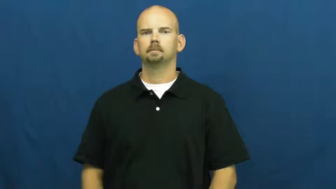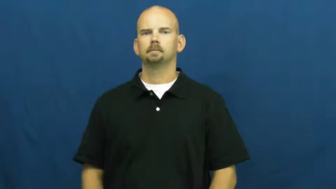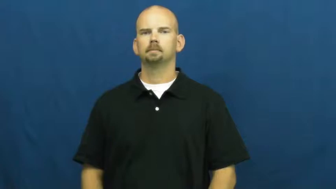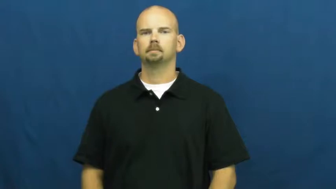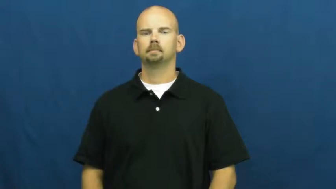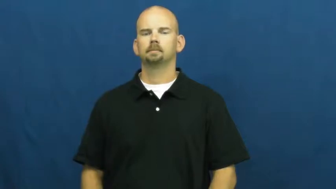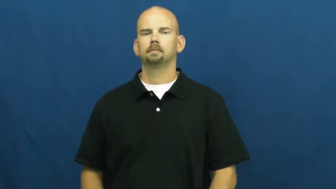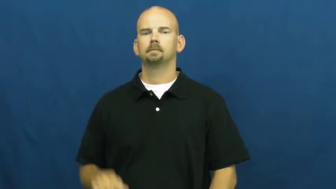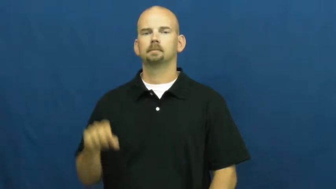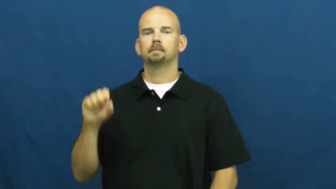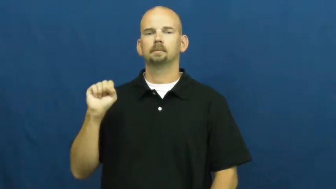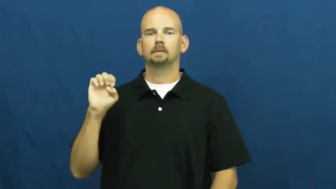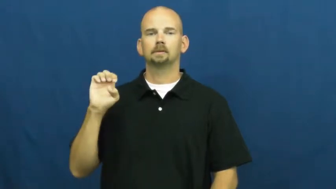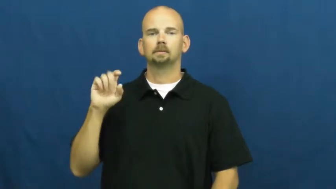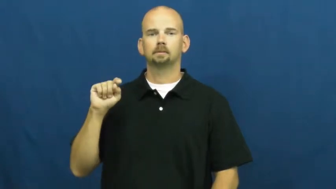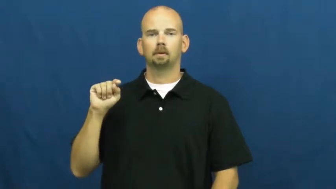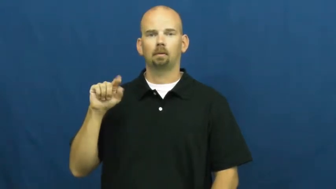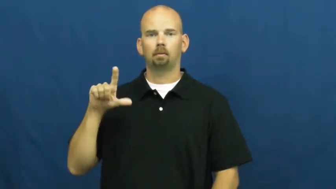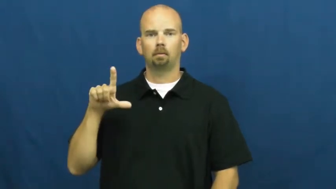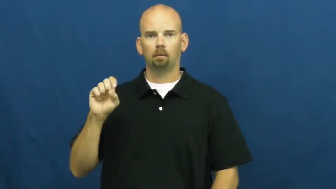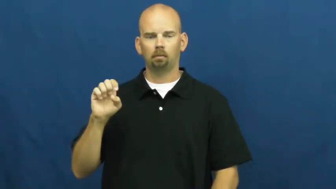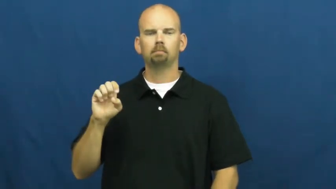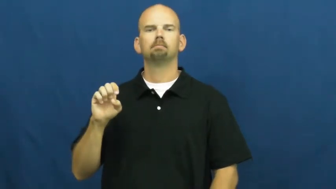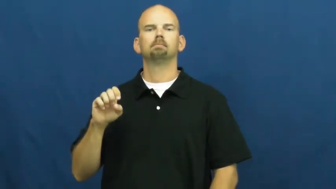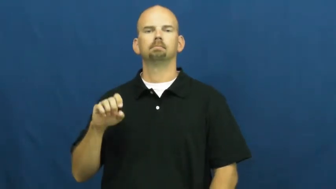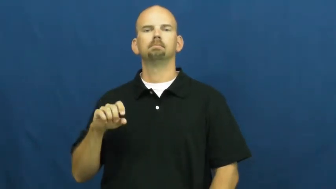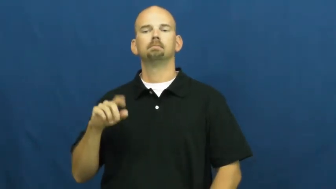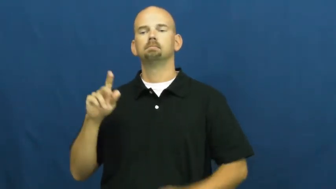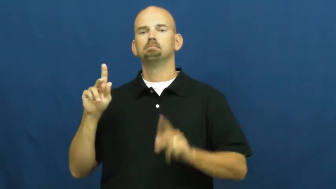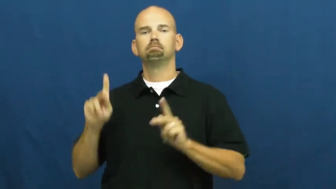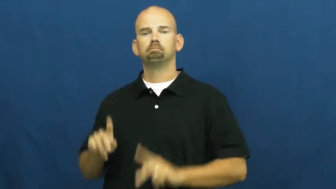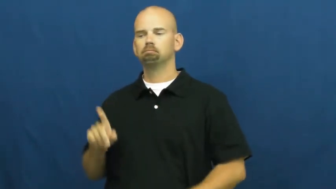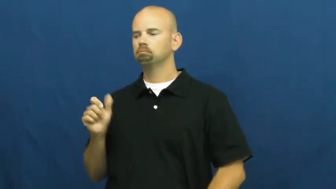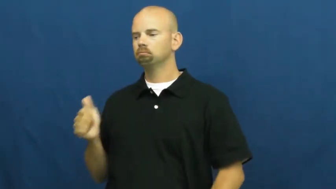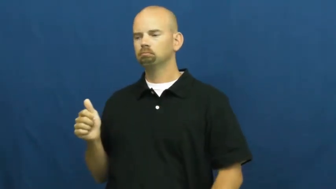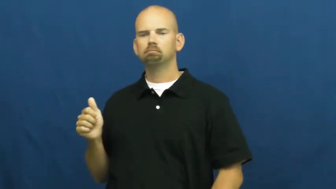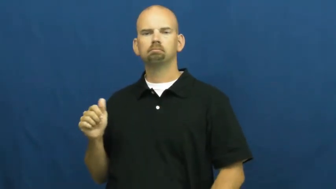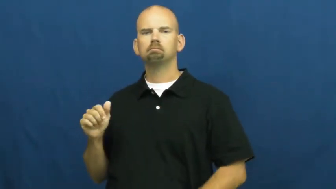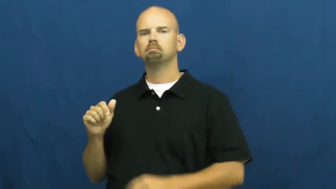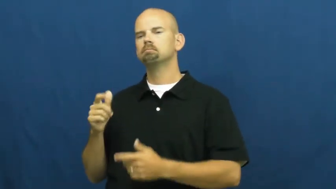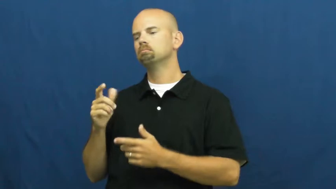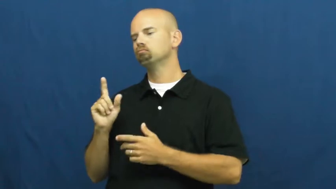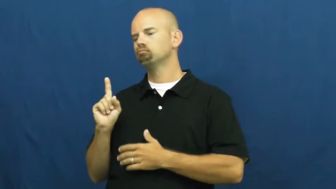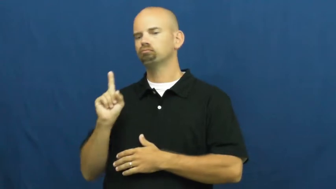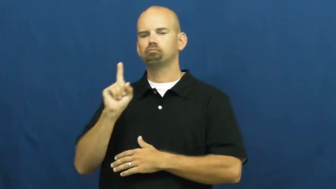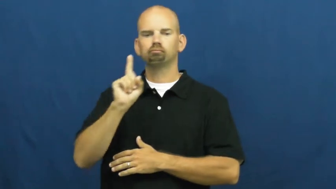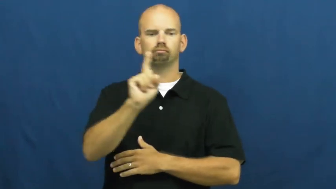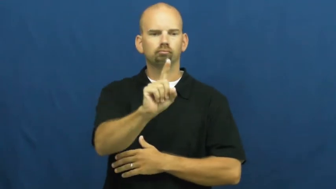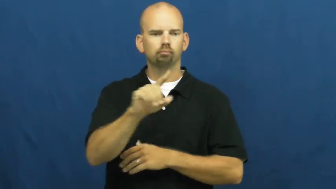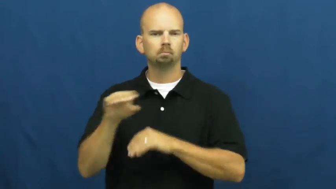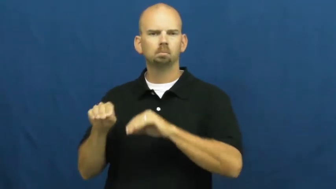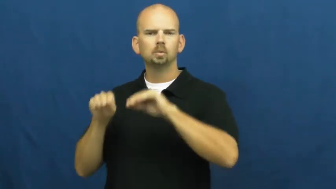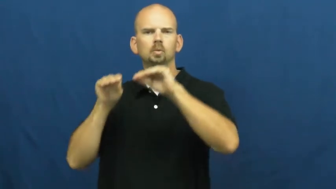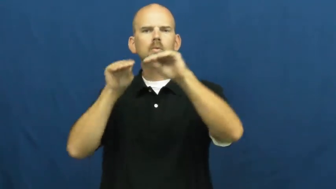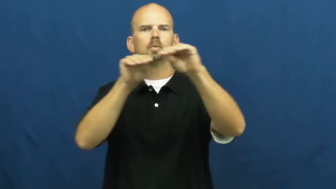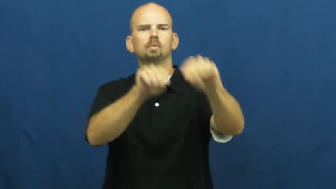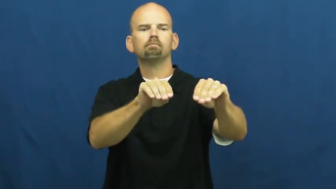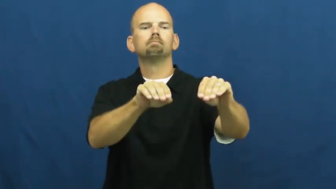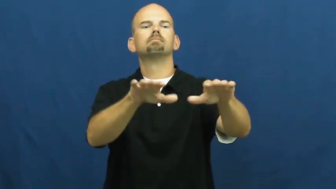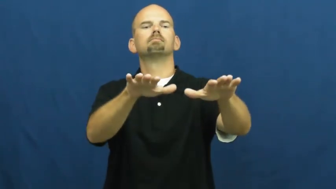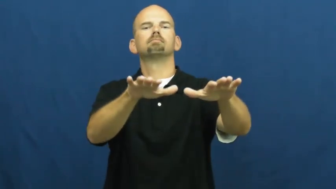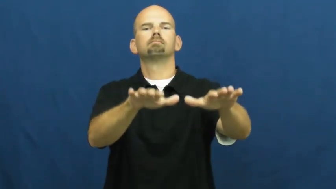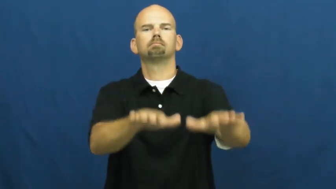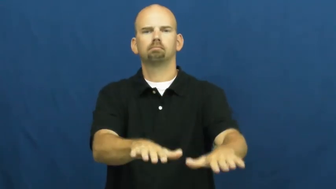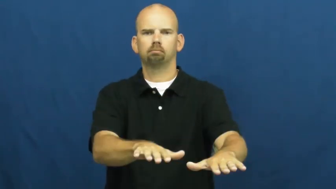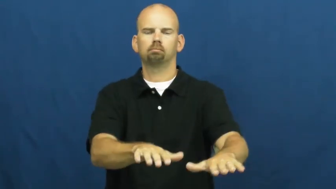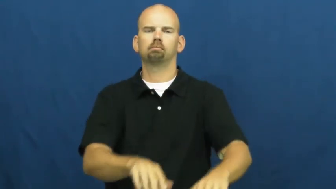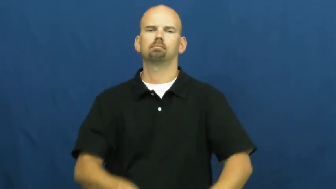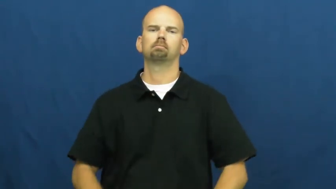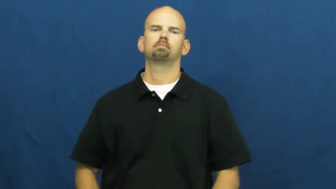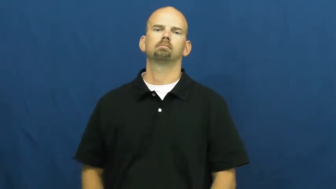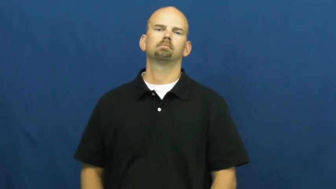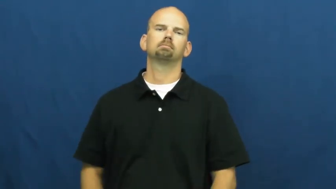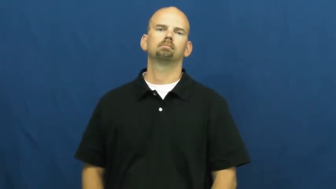settle-move and stay